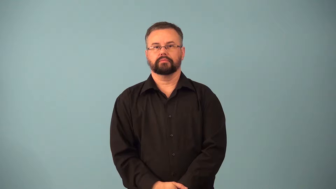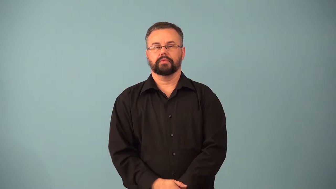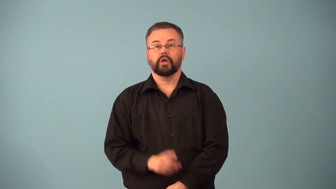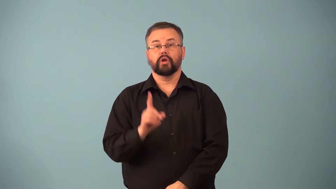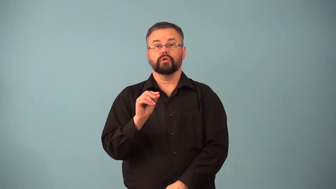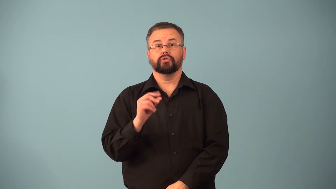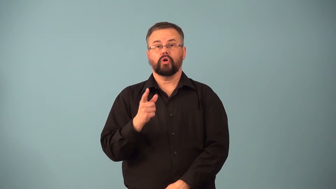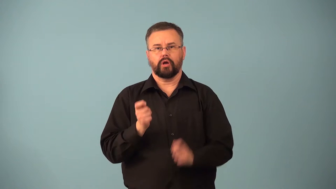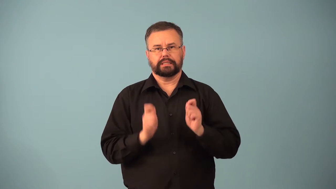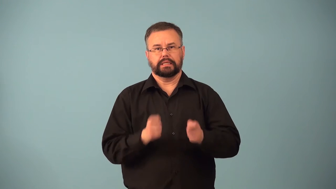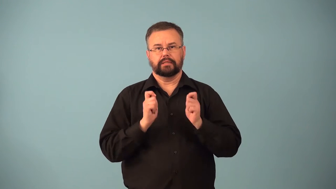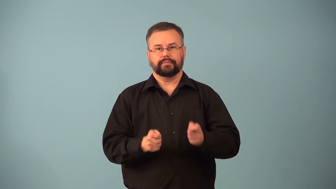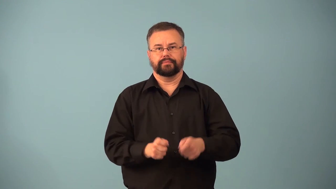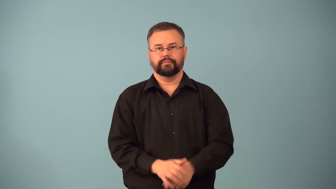dogsled